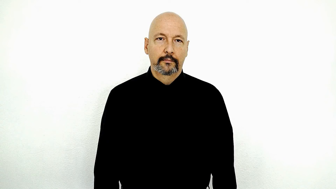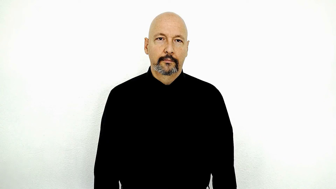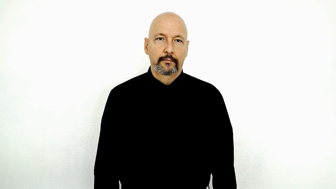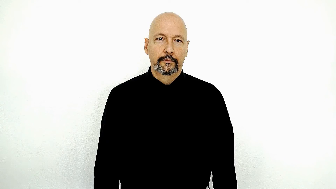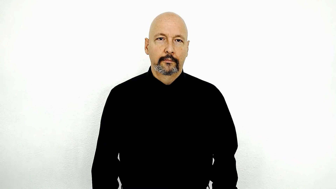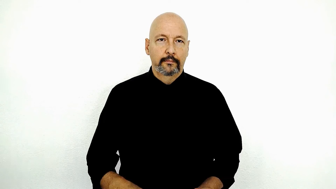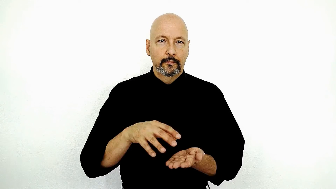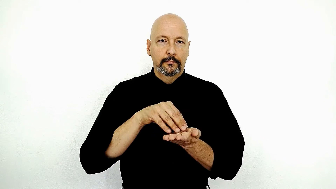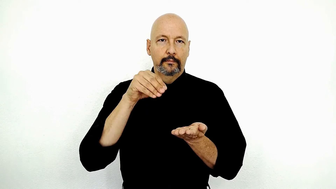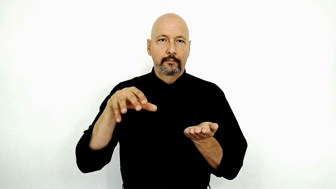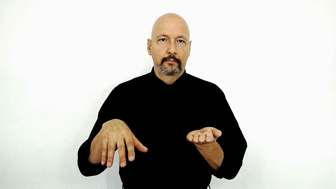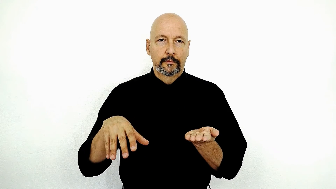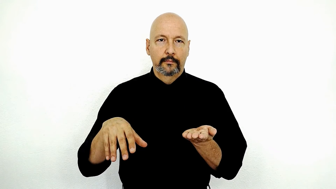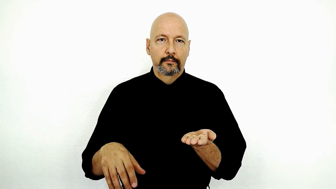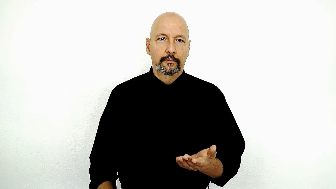STUDENT-[flat-hand-advanced-version]